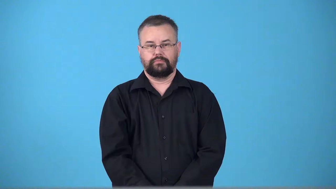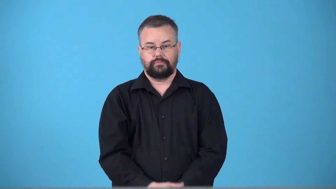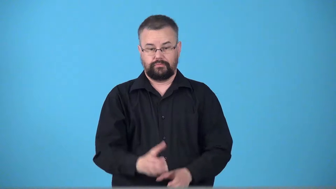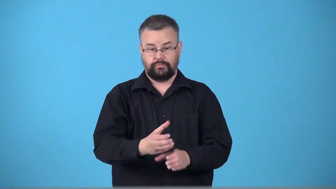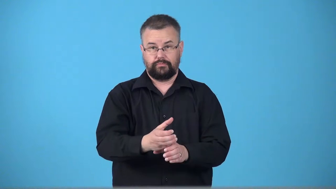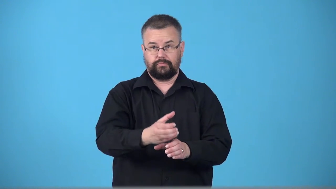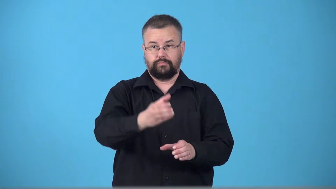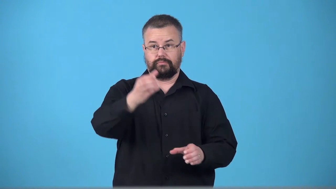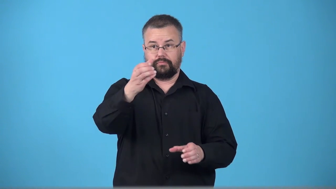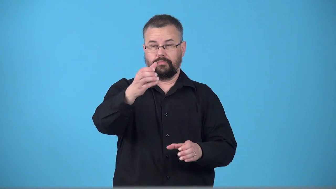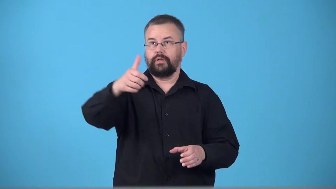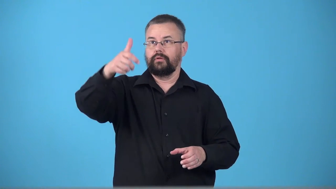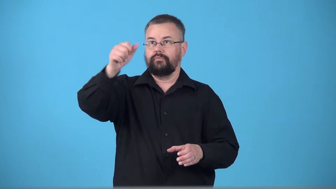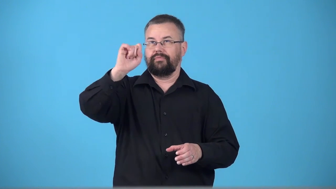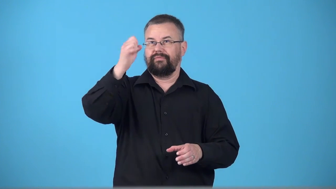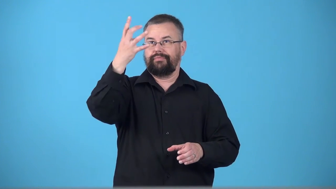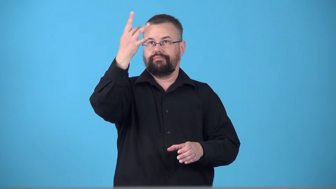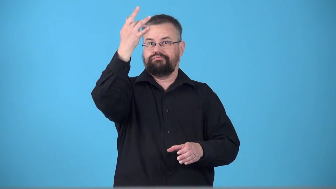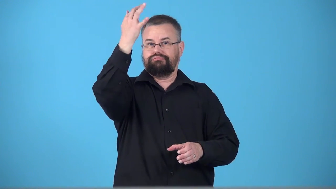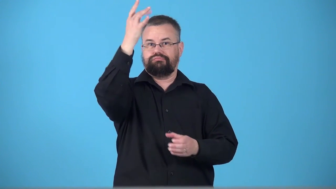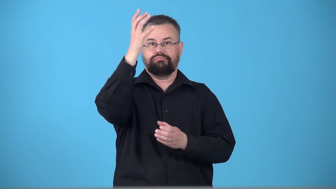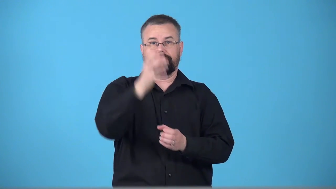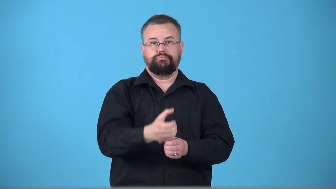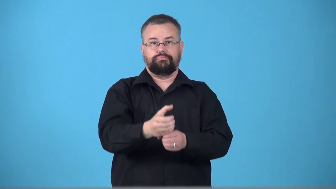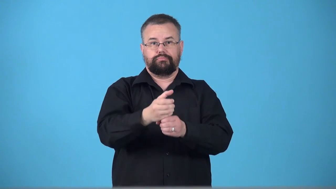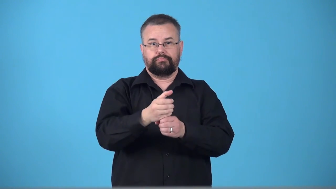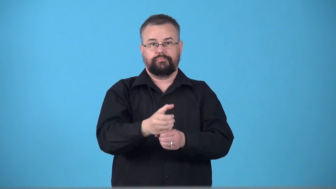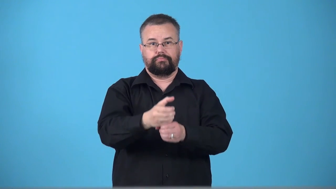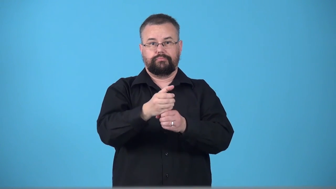torchlight